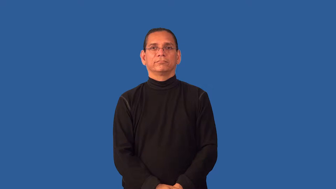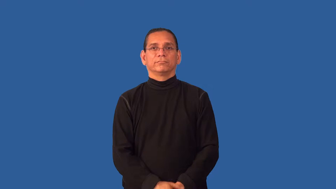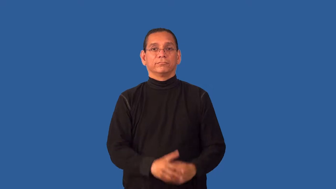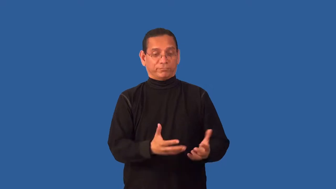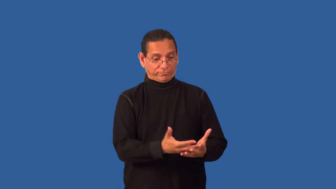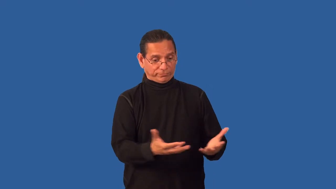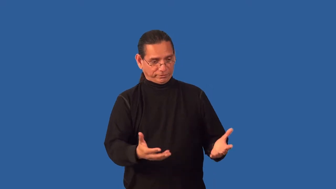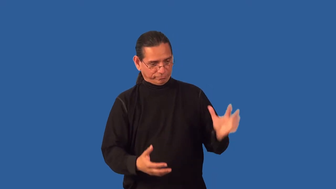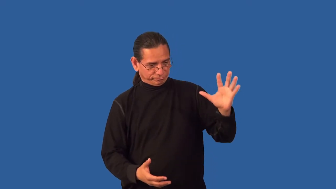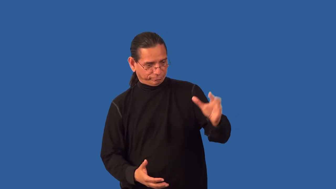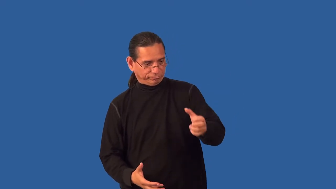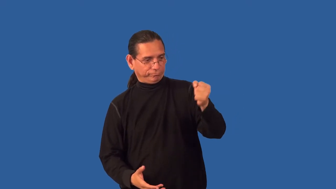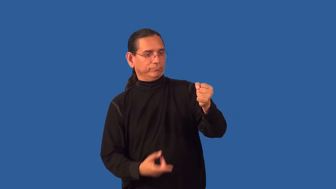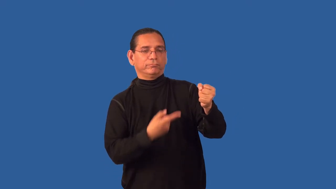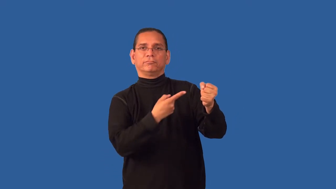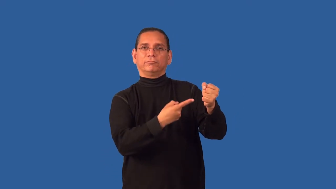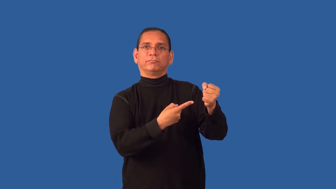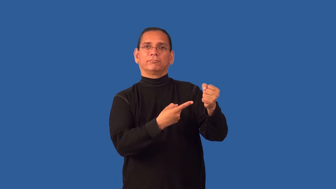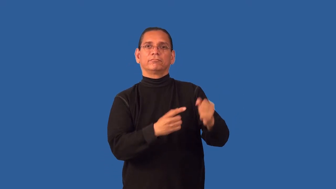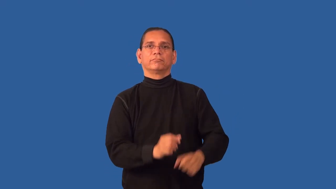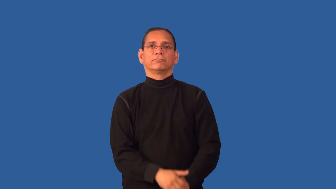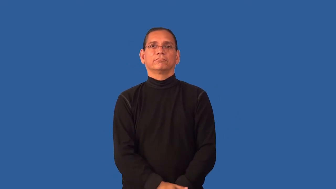fistful